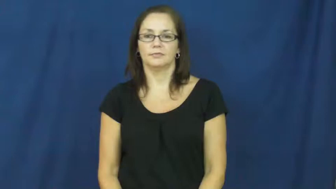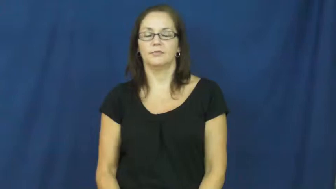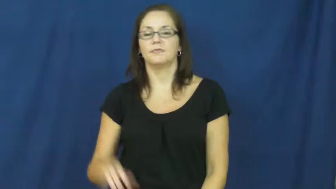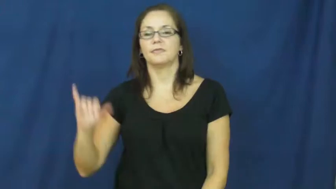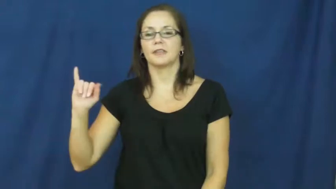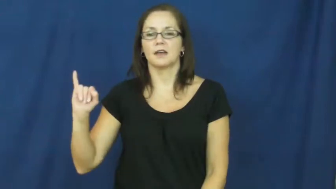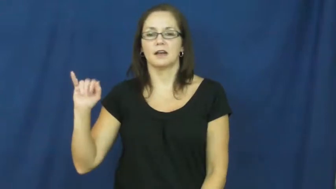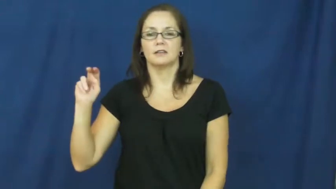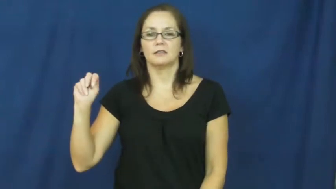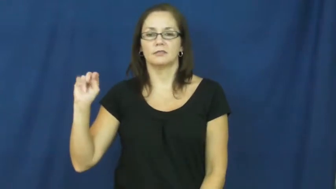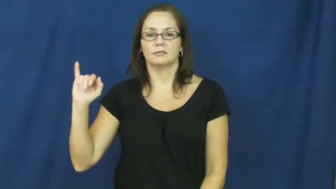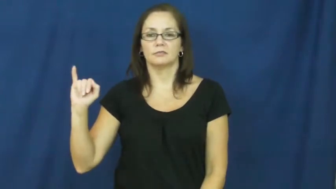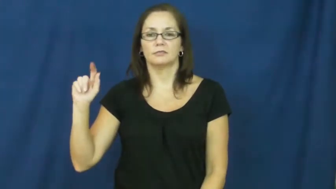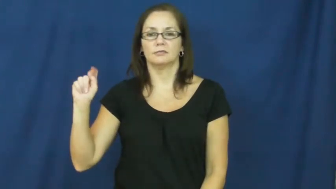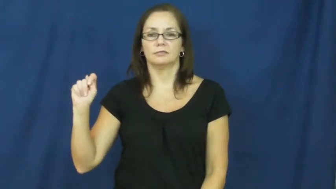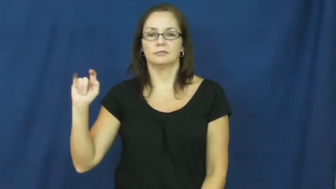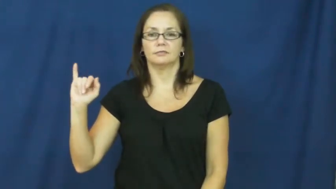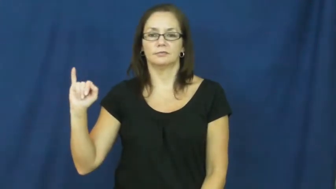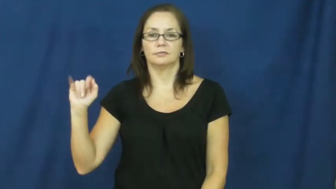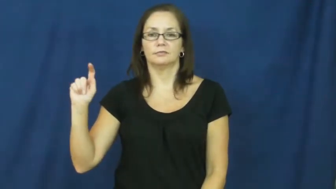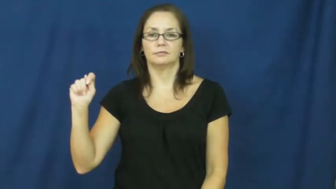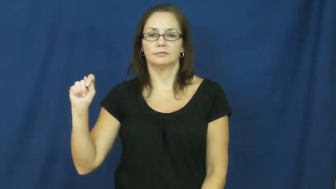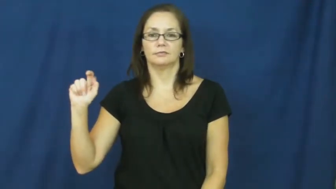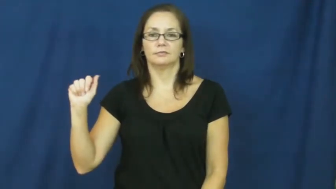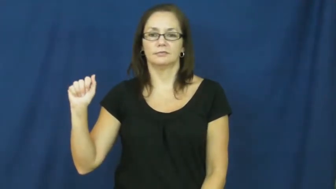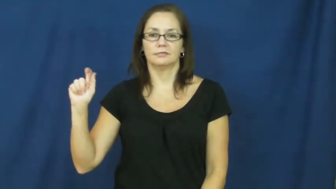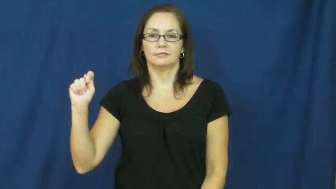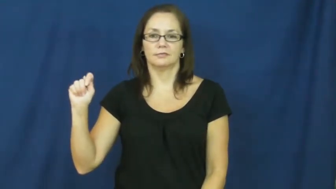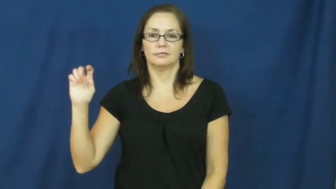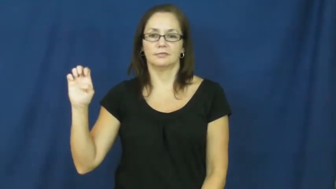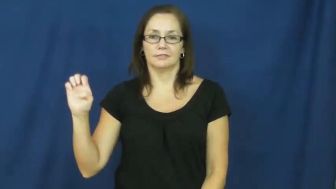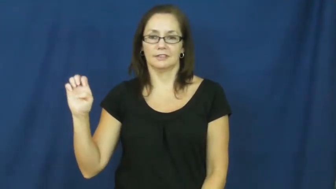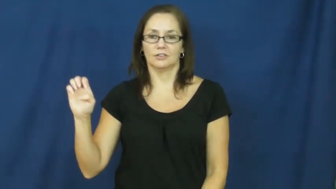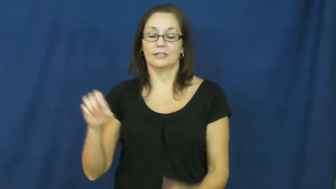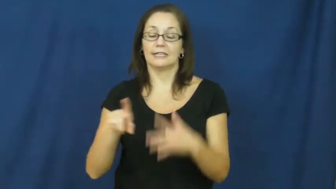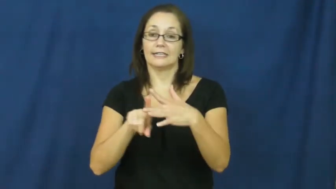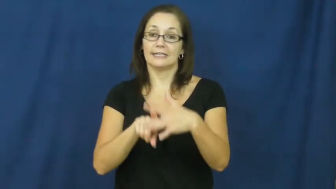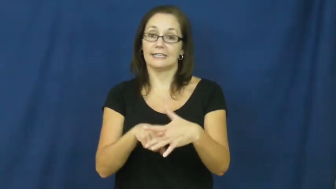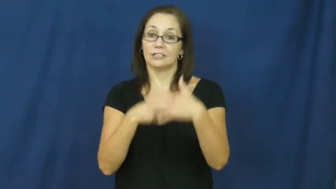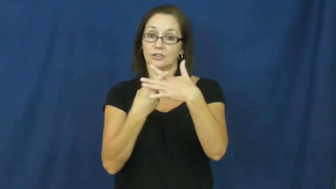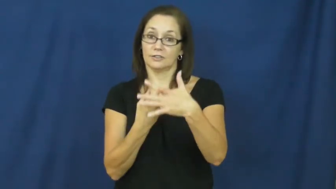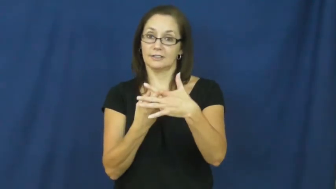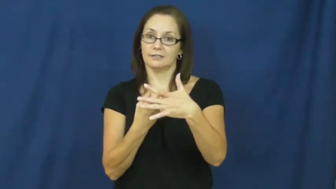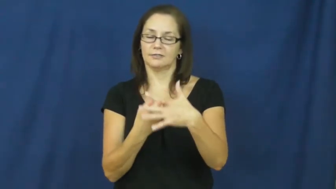initiate-start